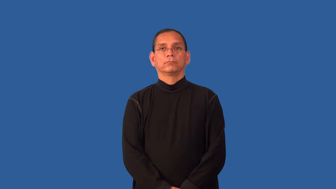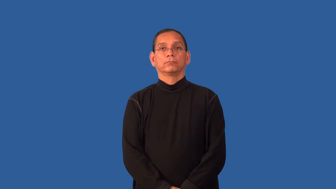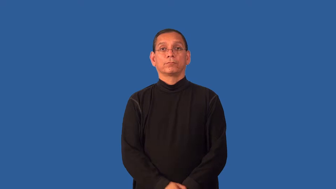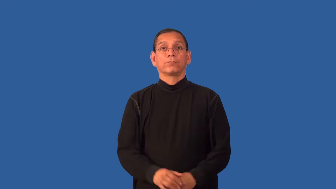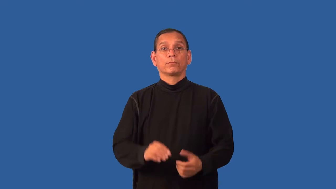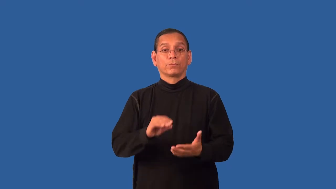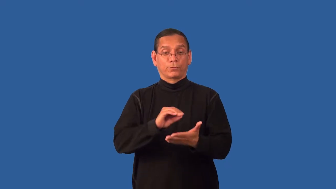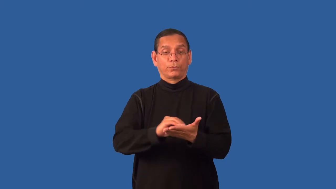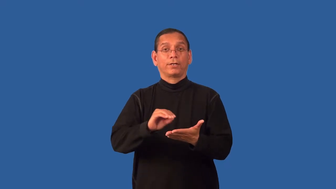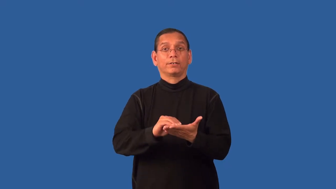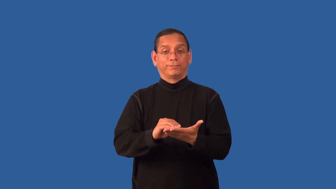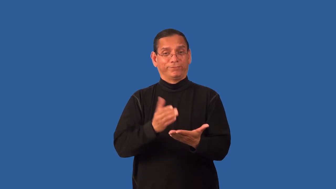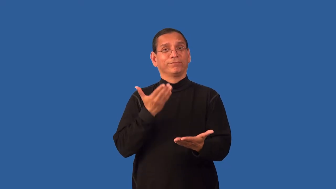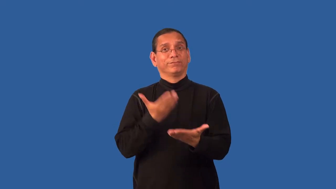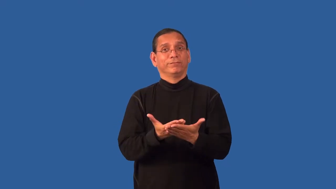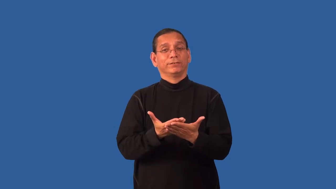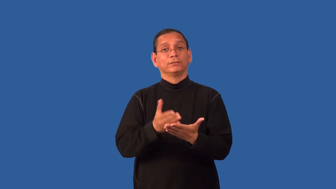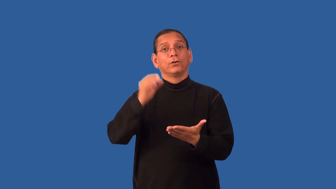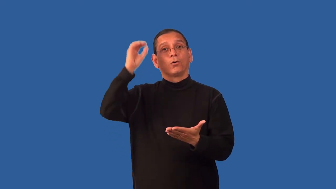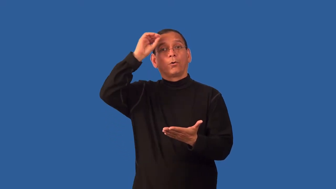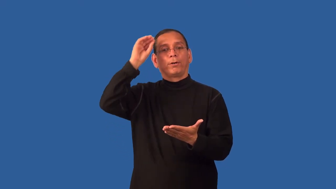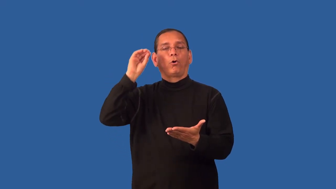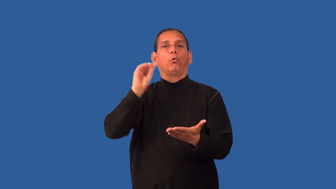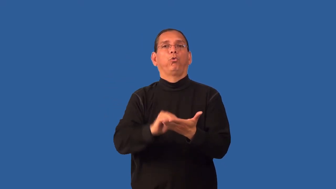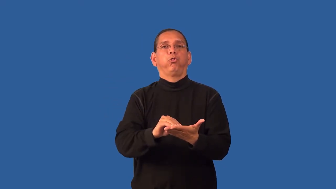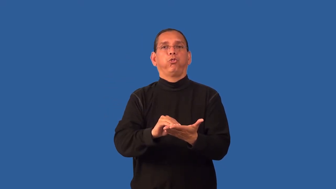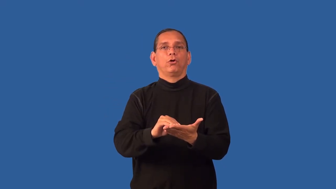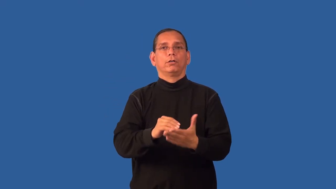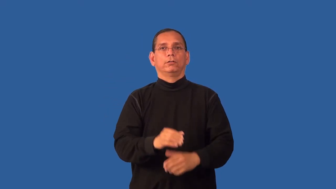editorialize